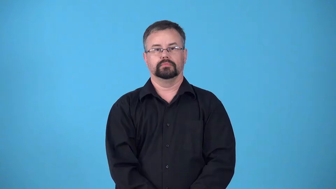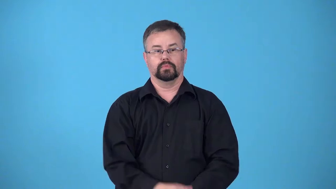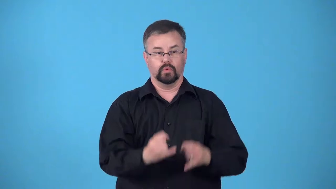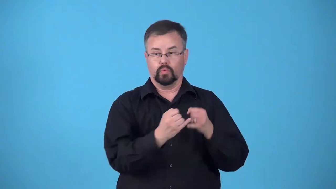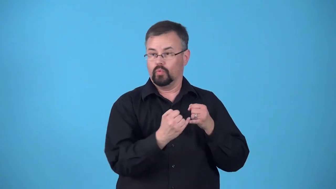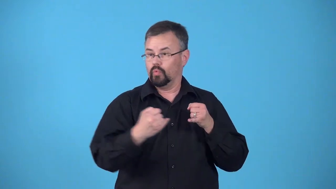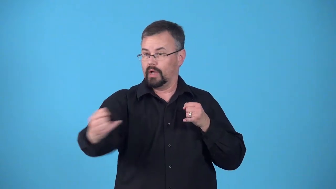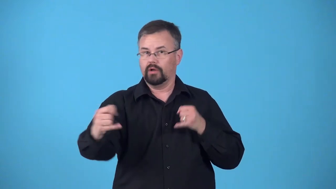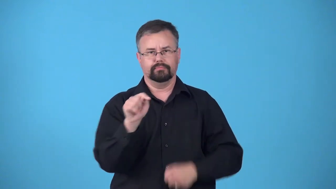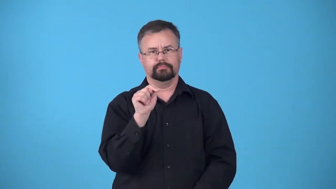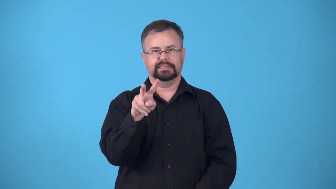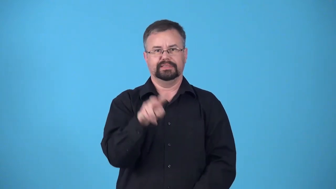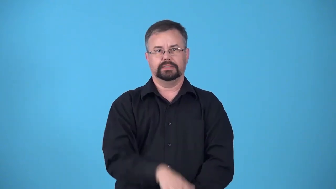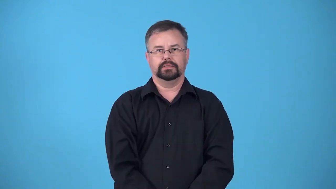cable-tv